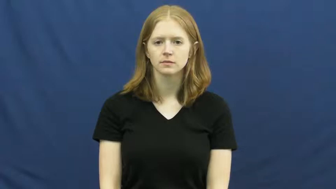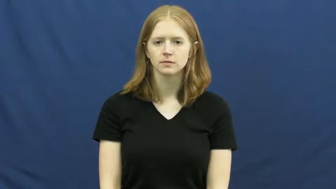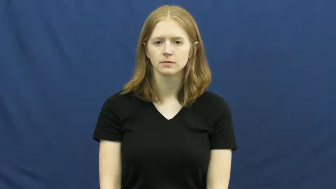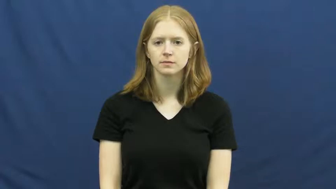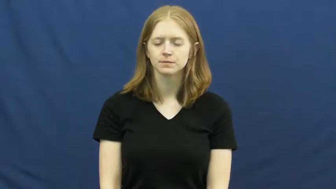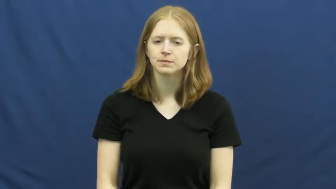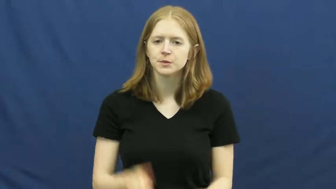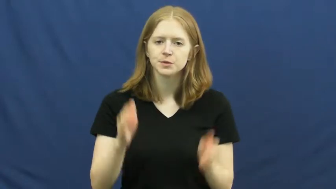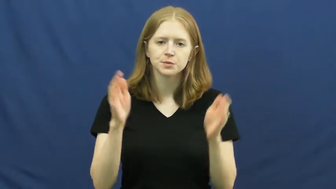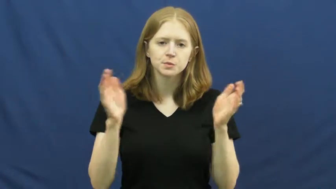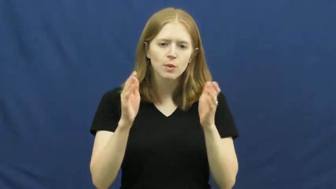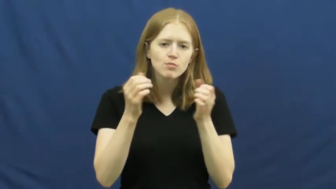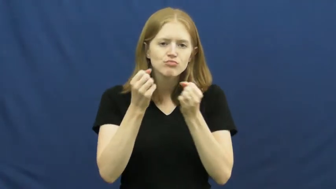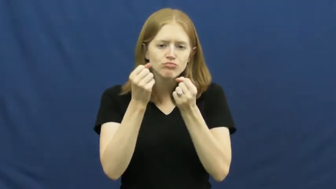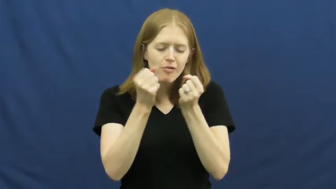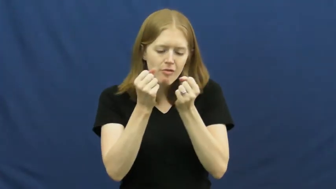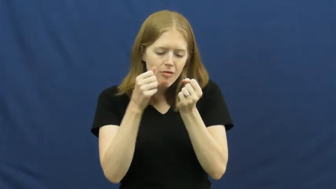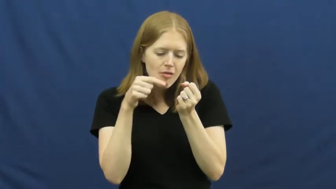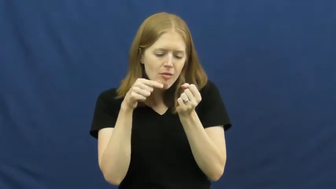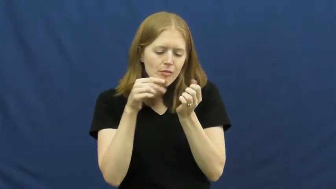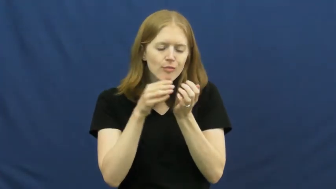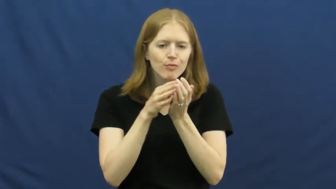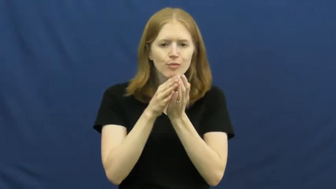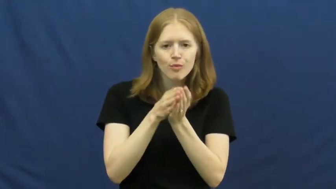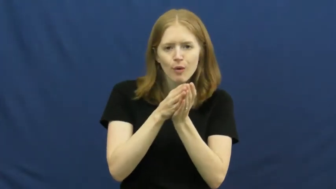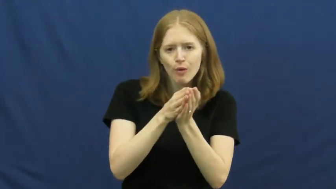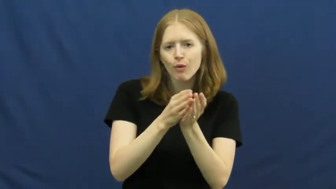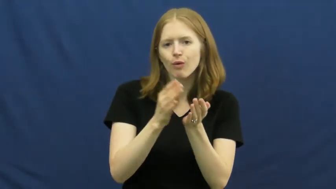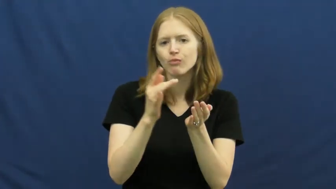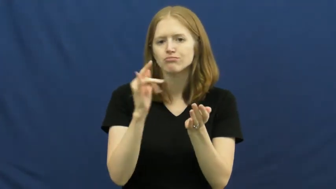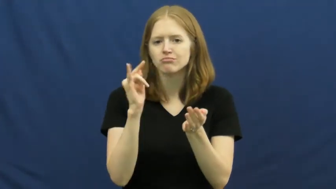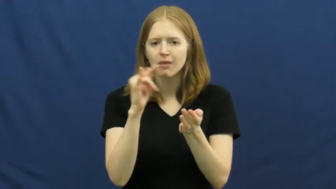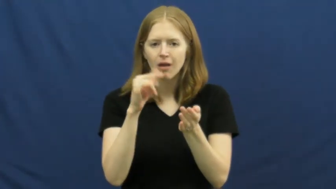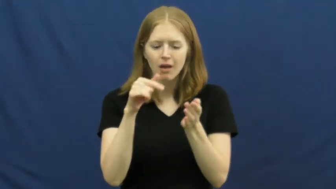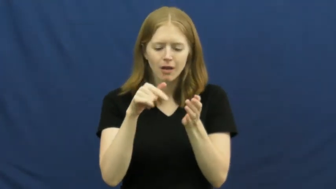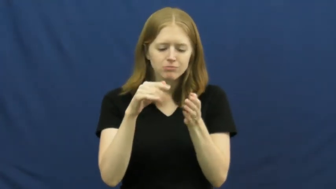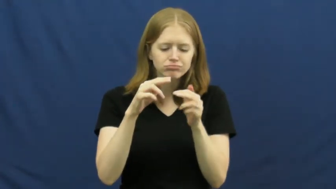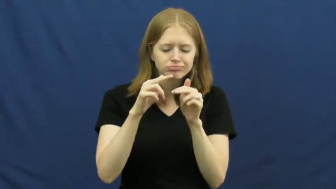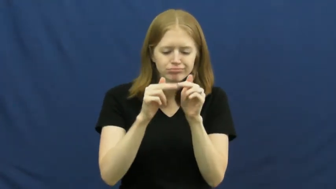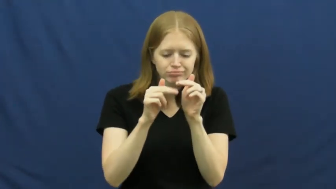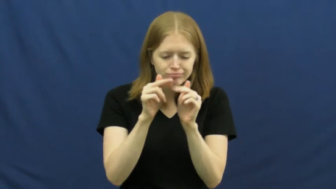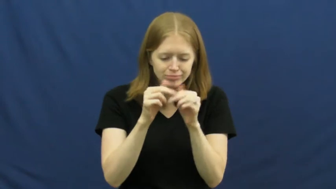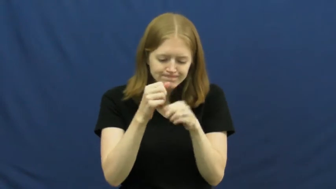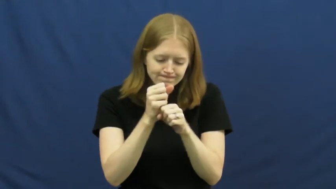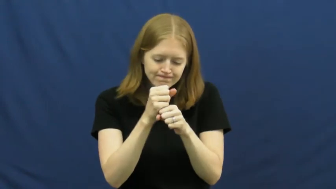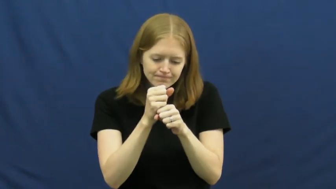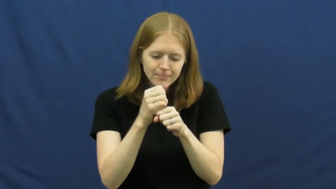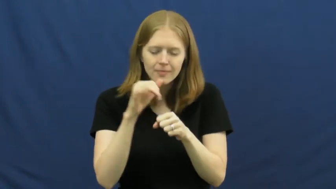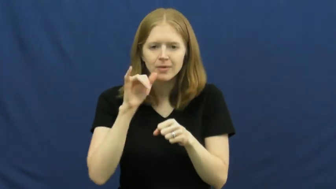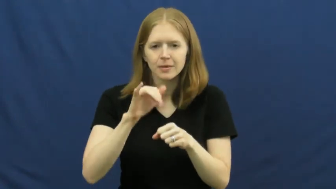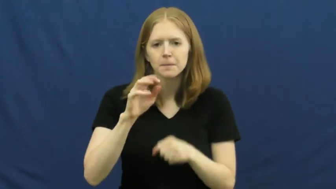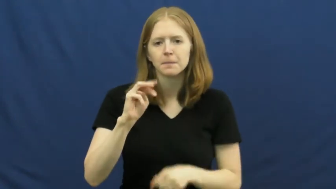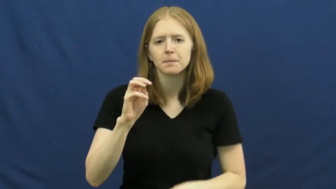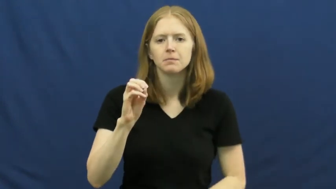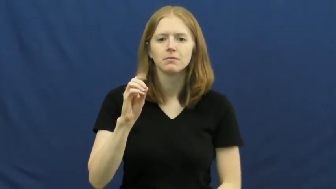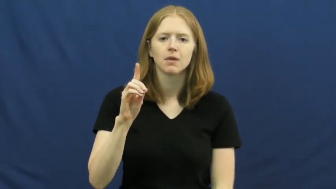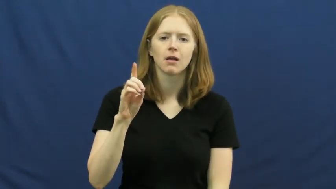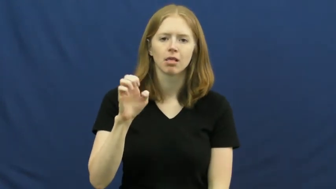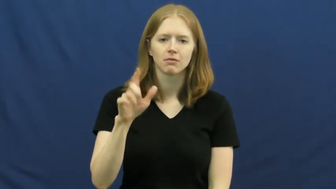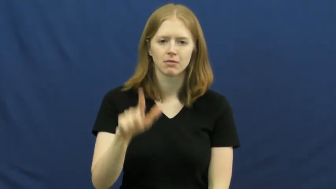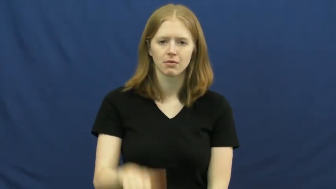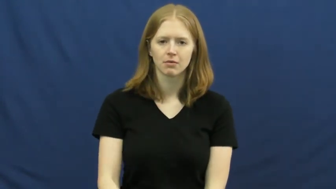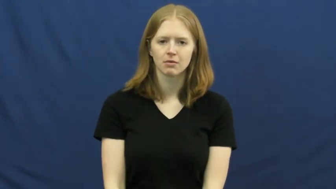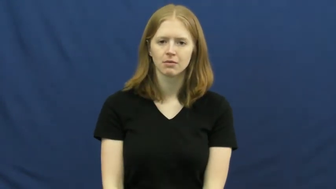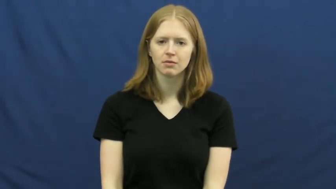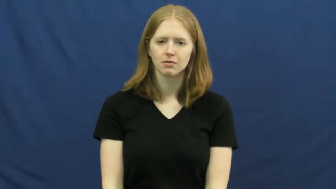model-toy